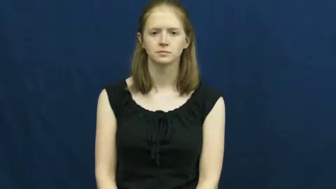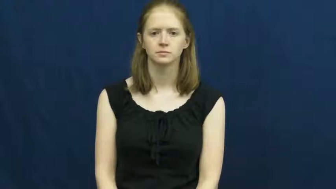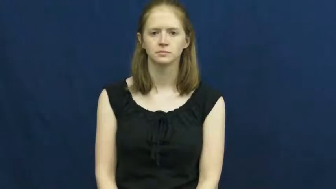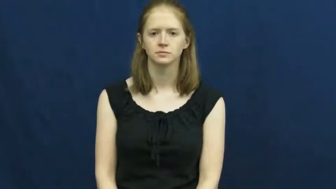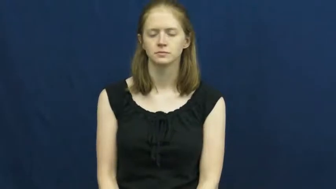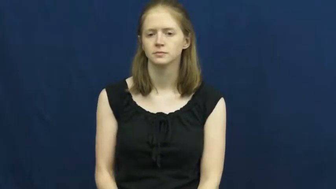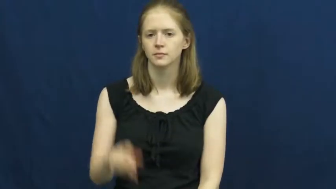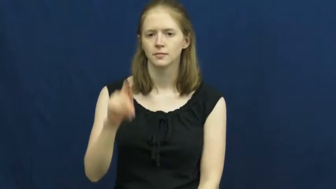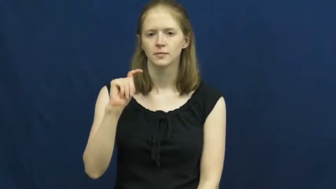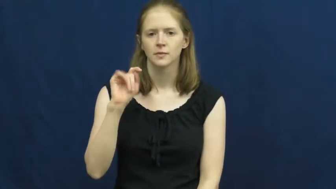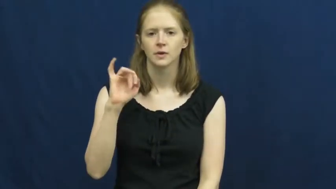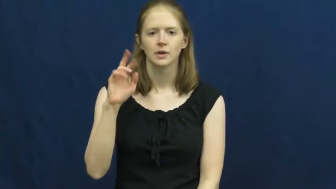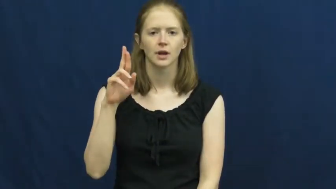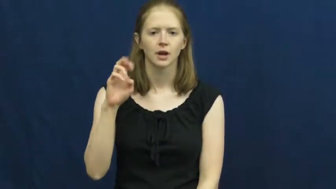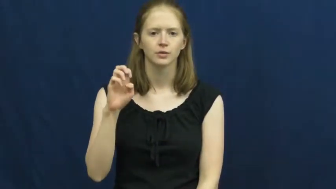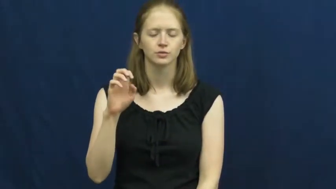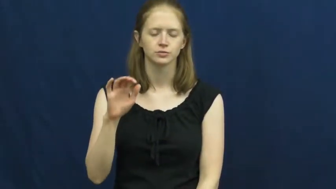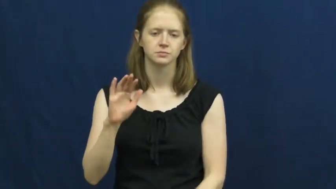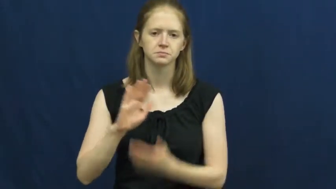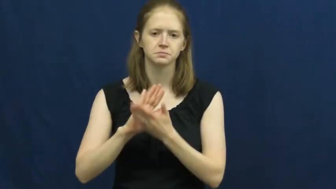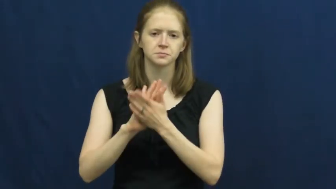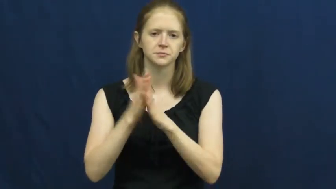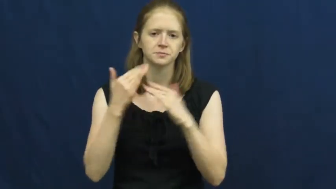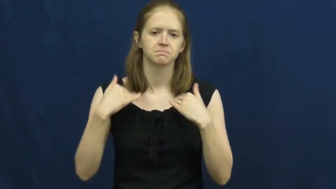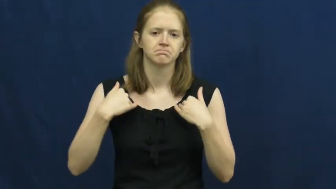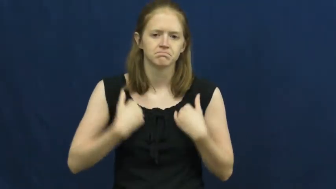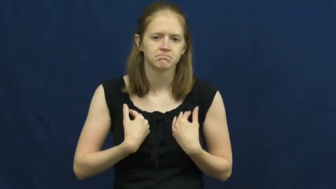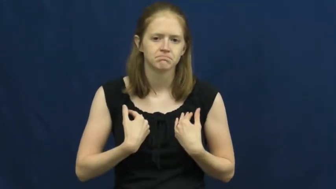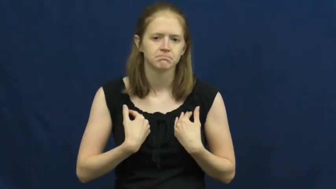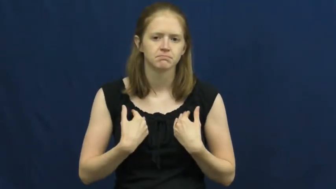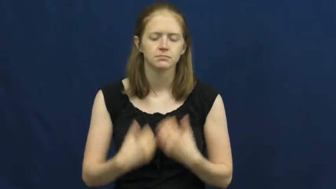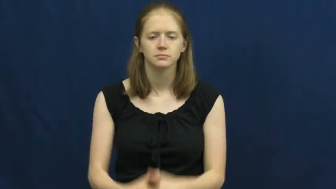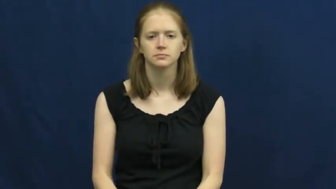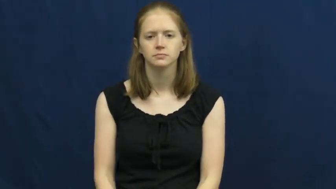tire out